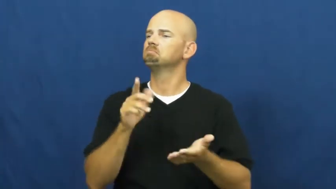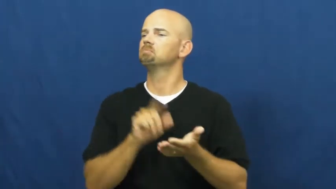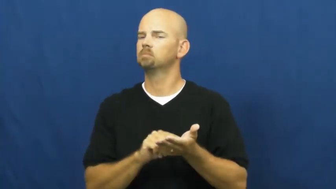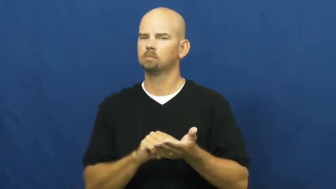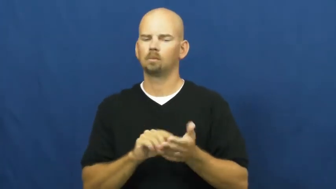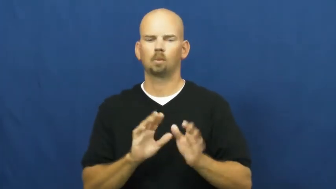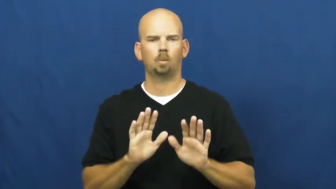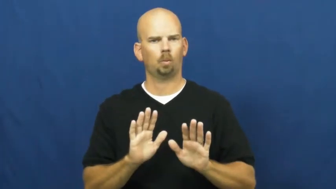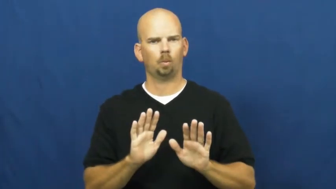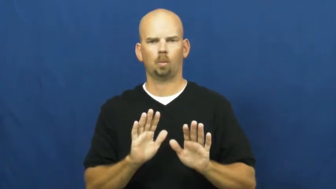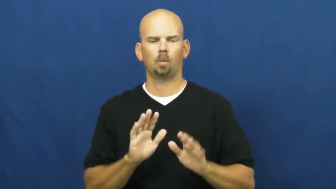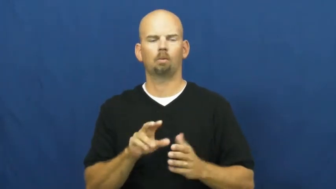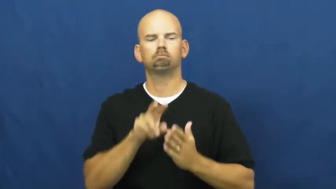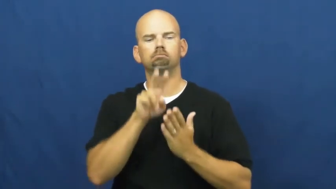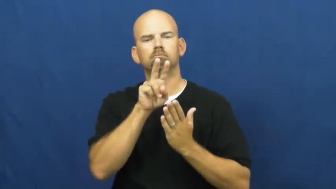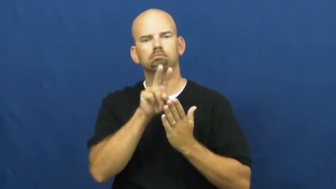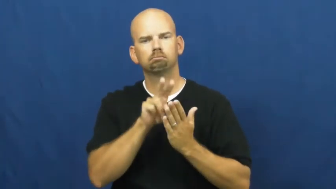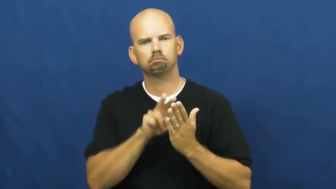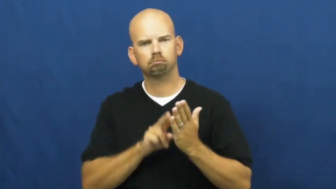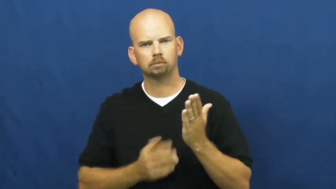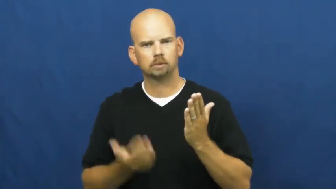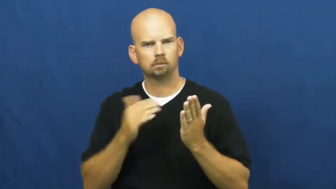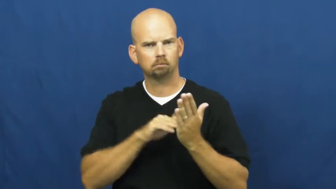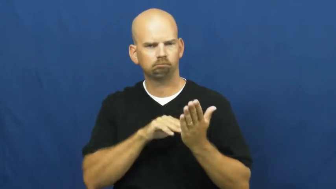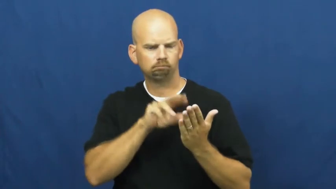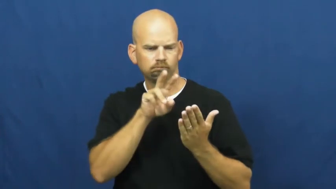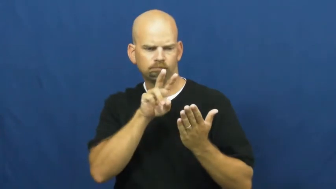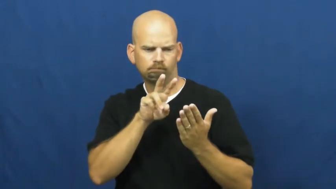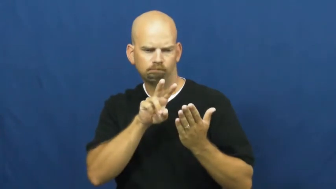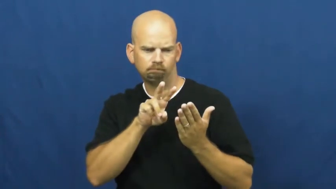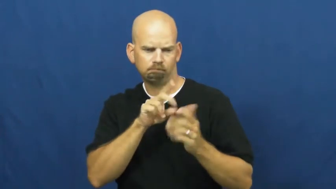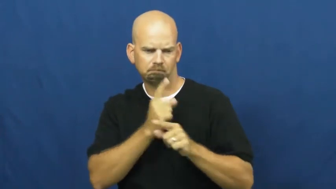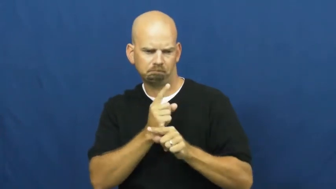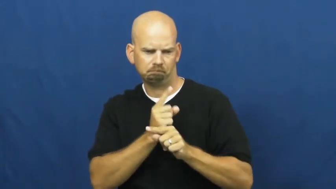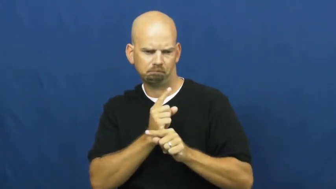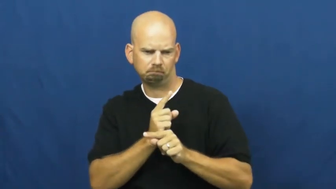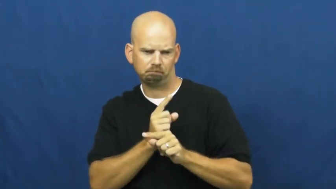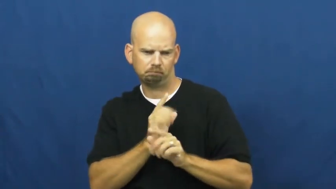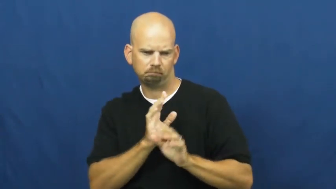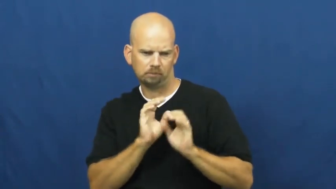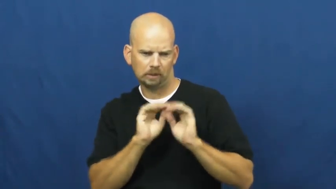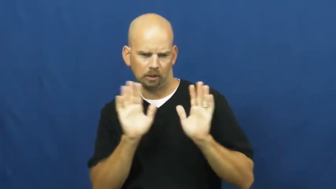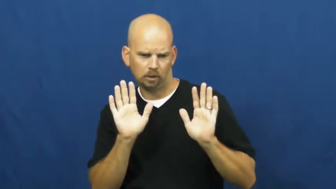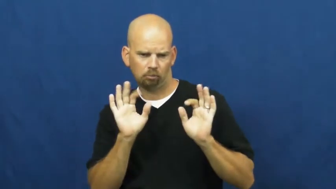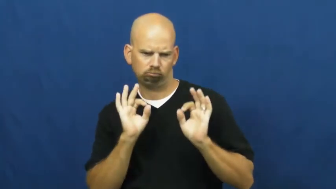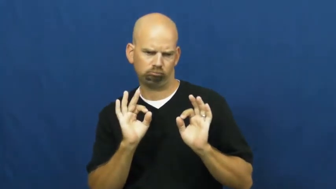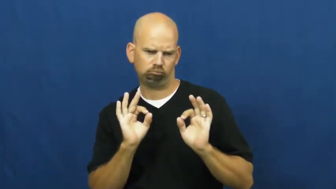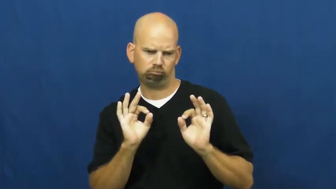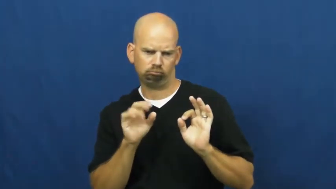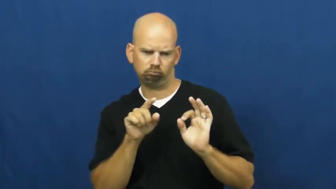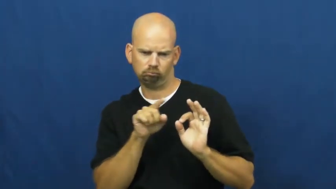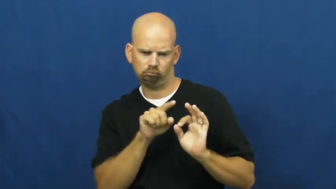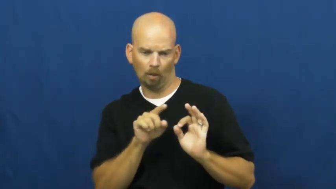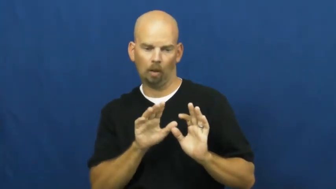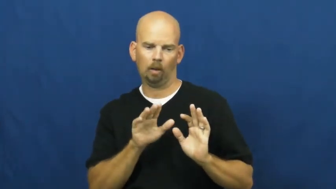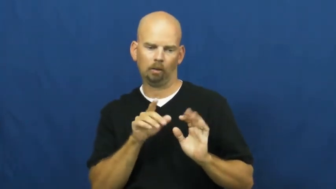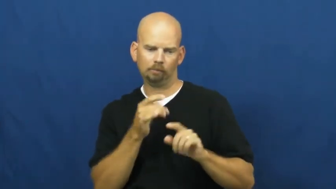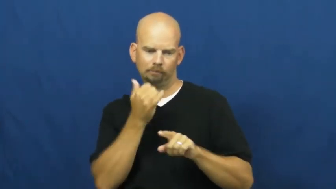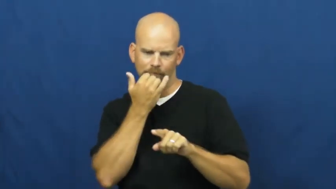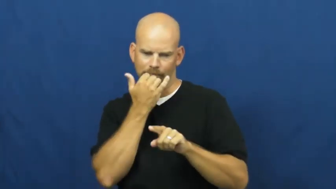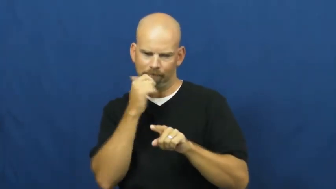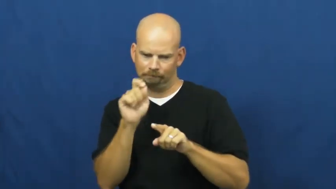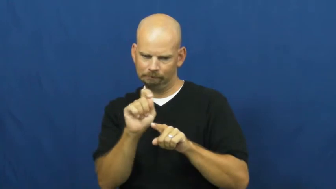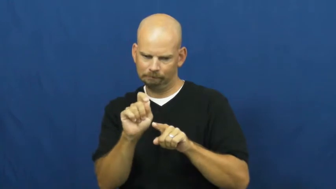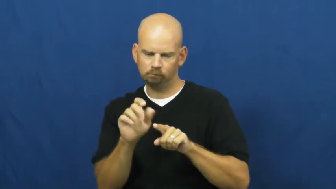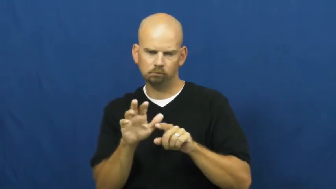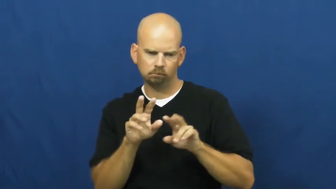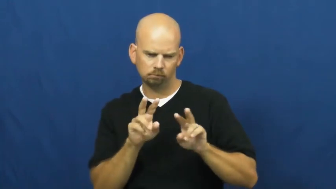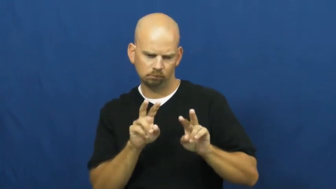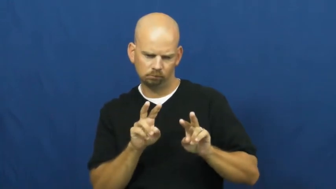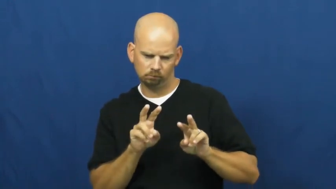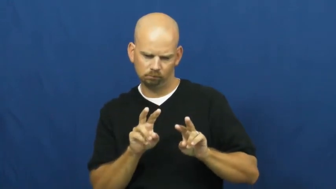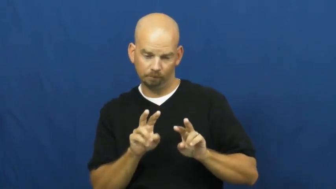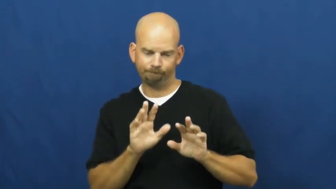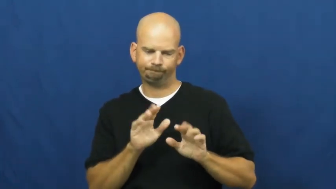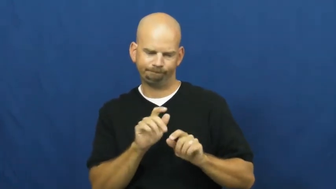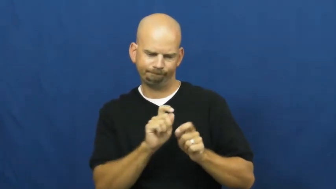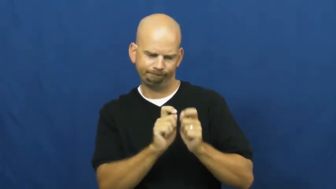proofread